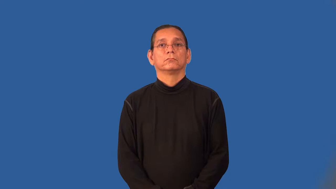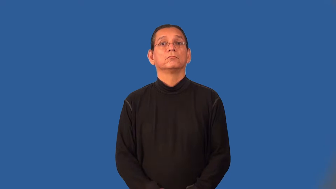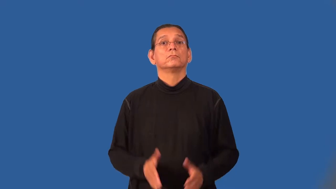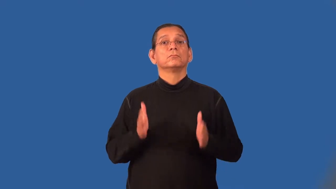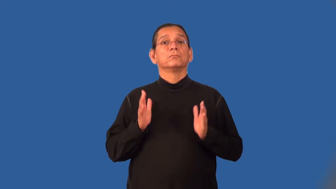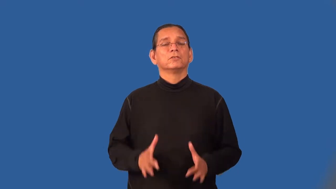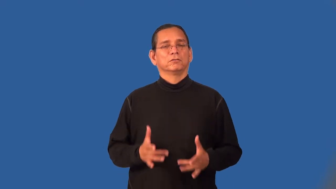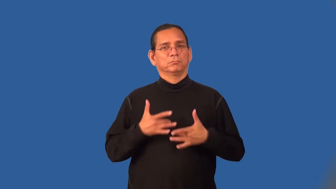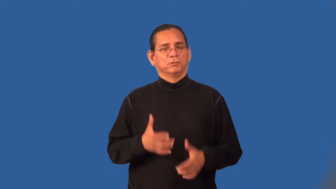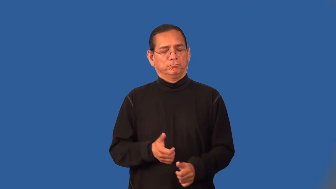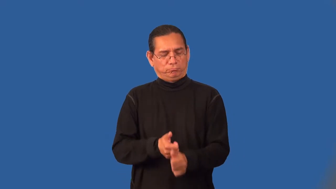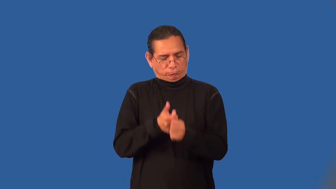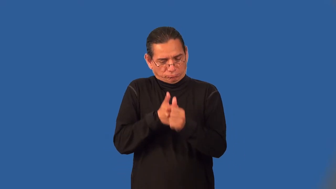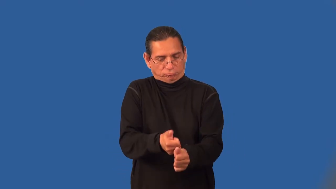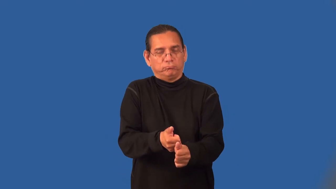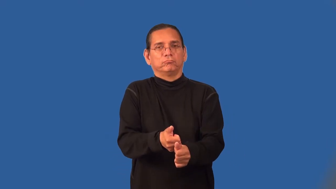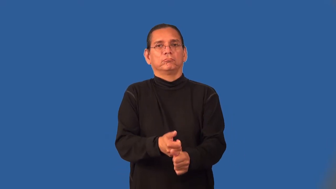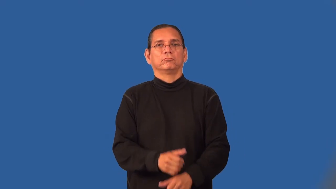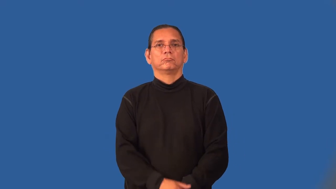purist